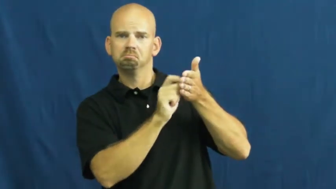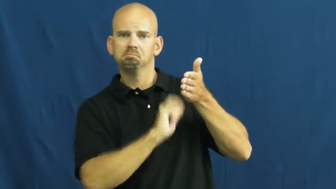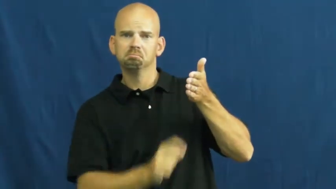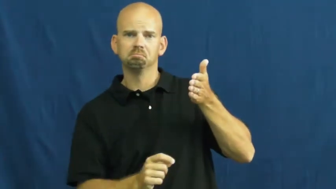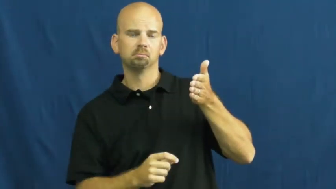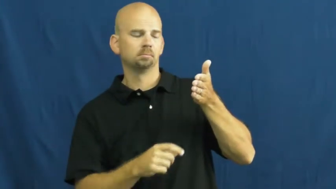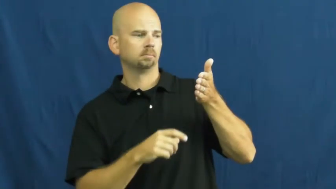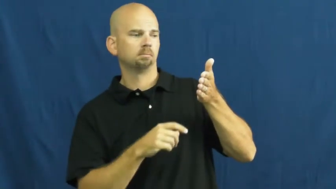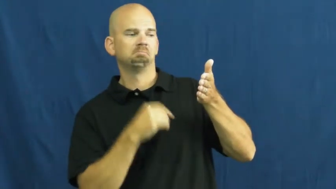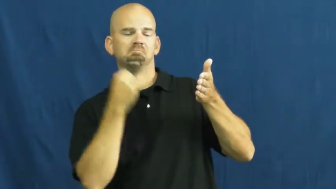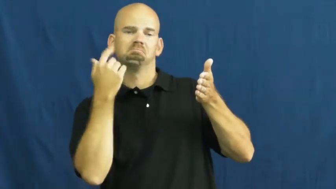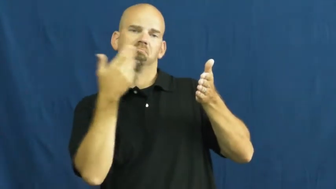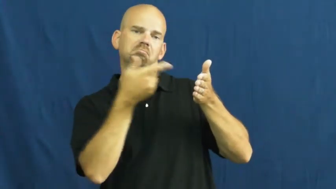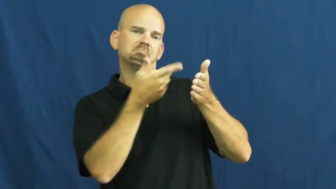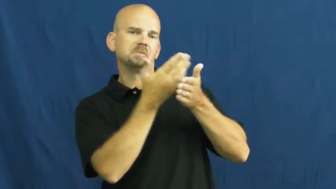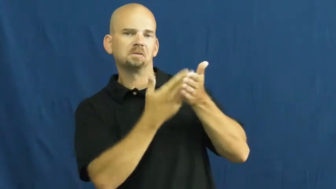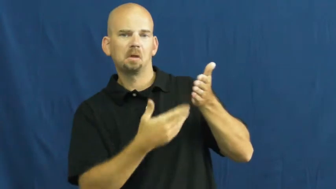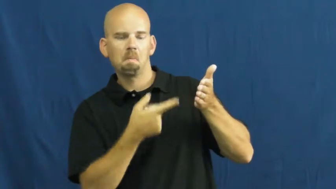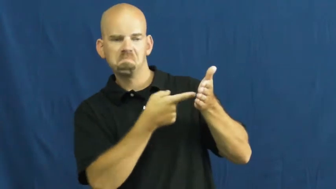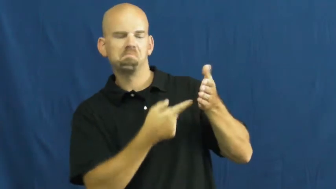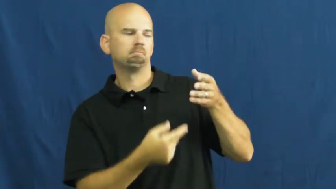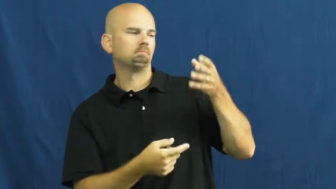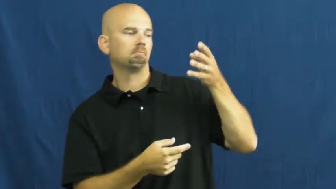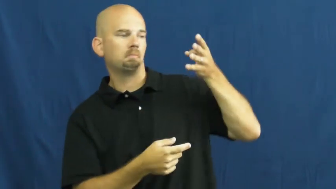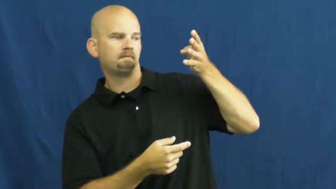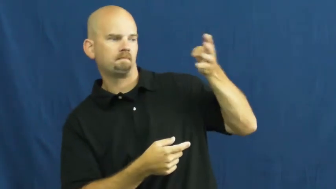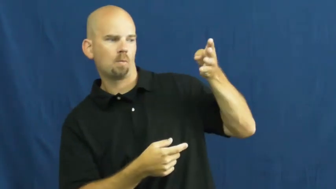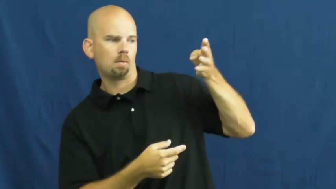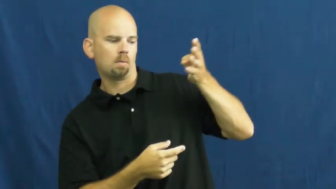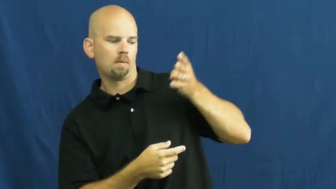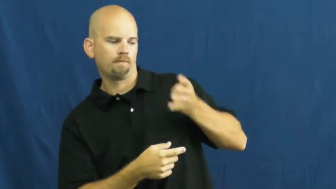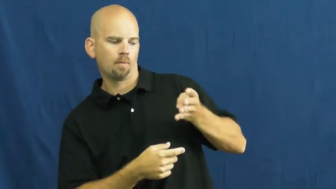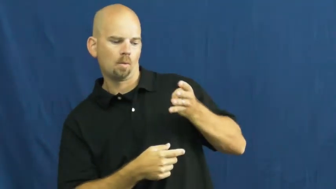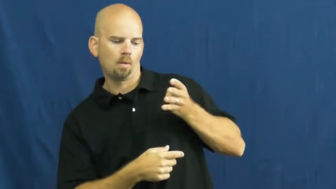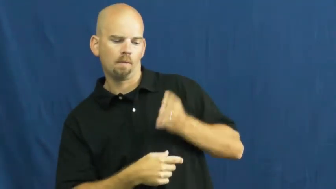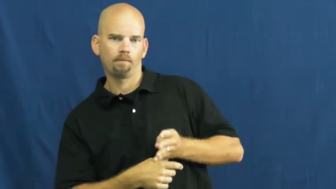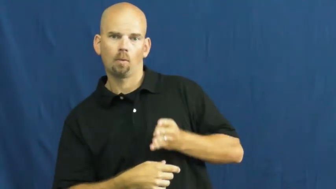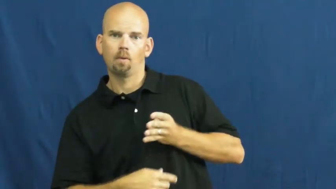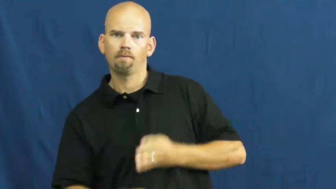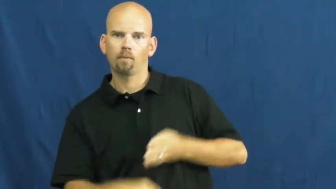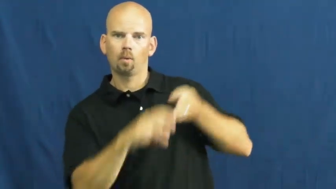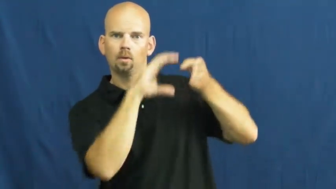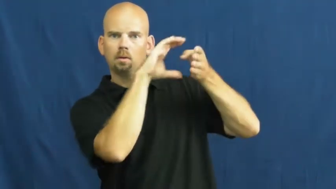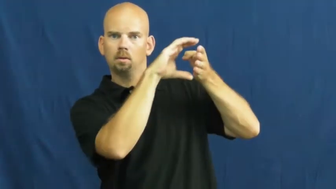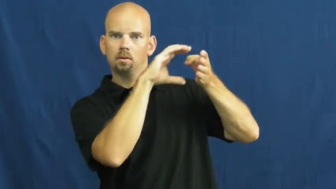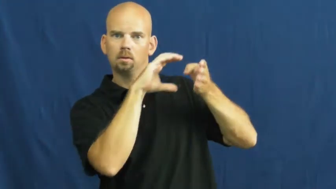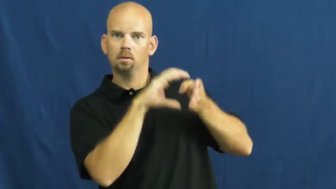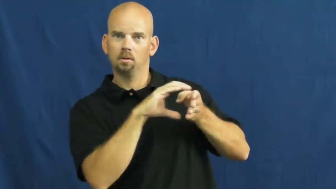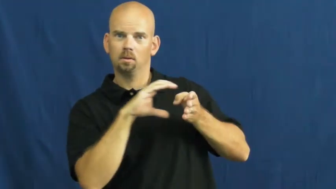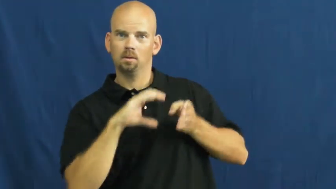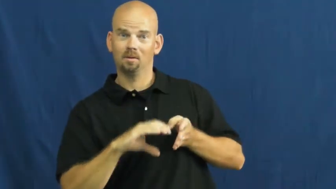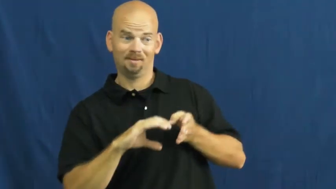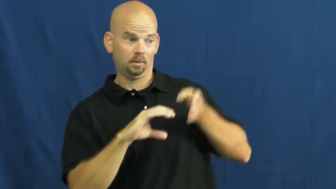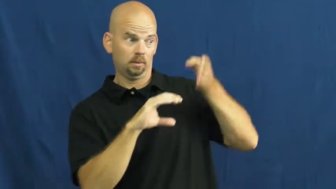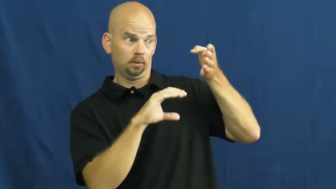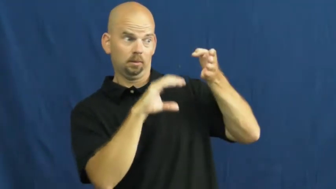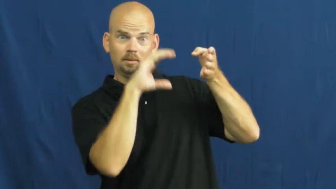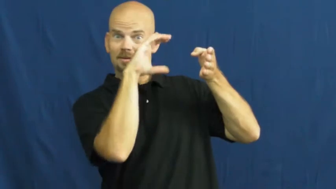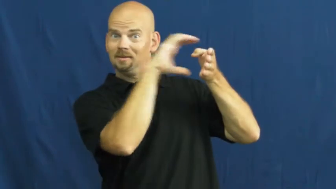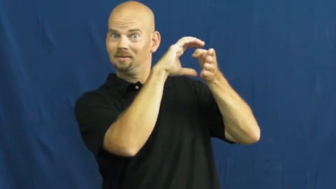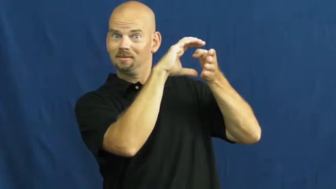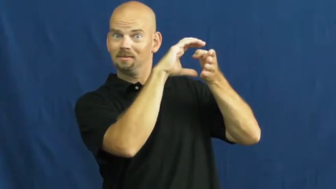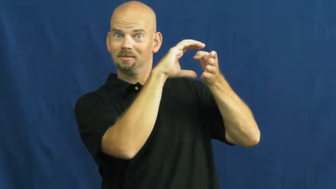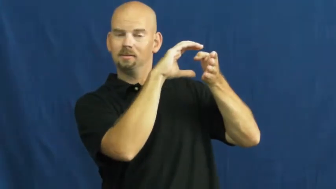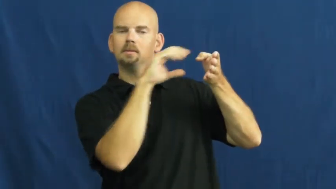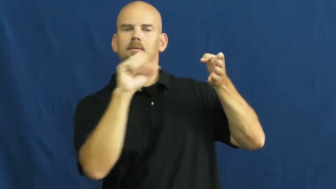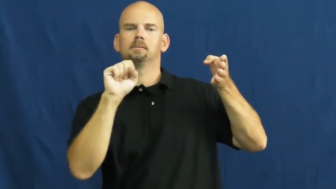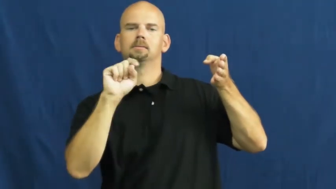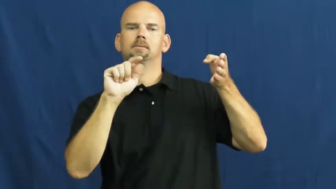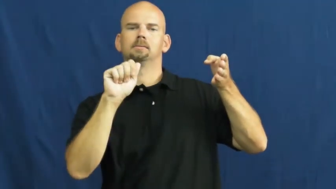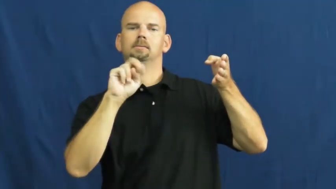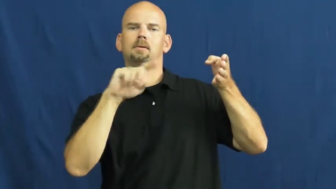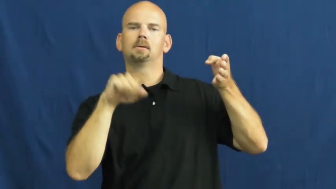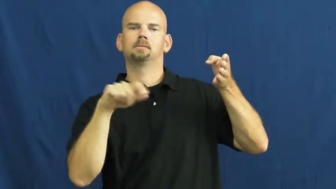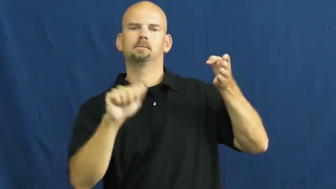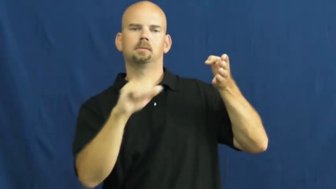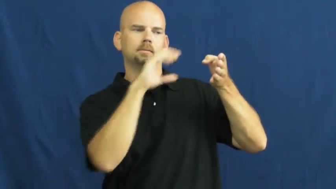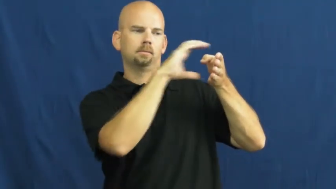stanza